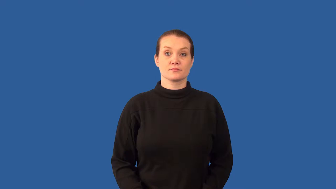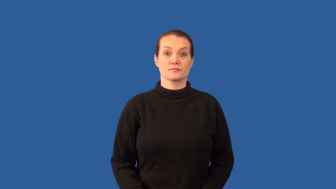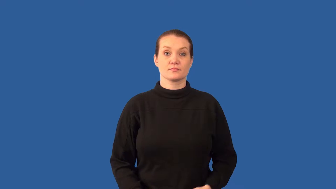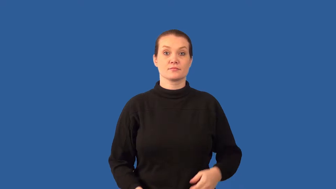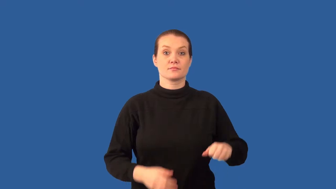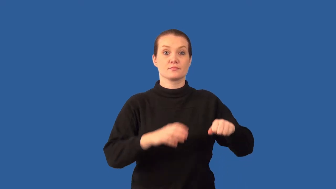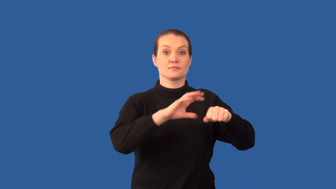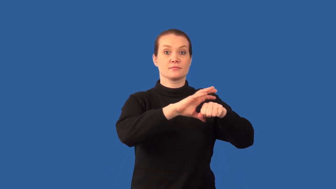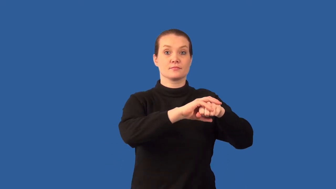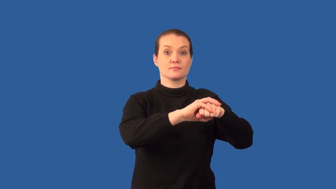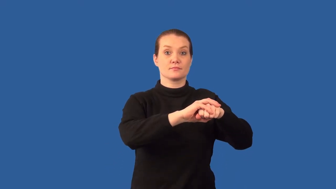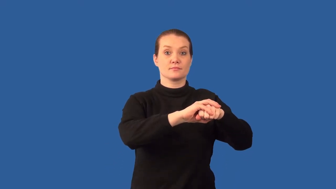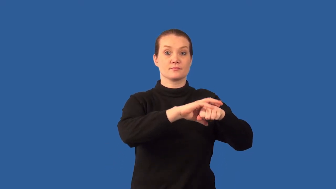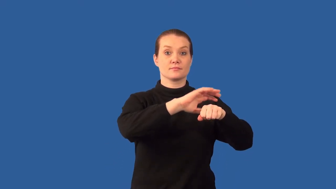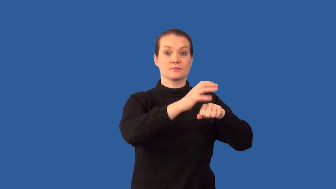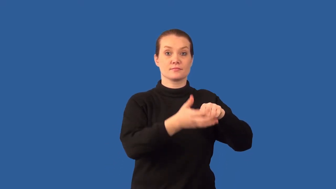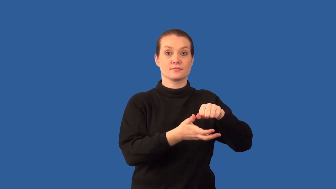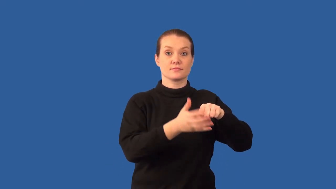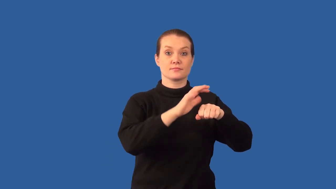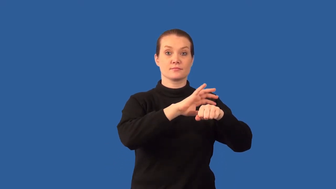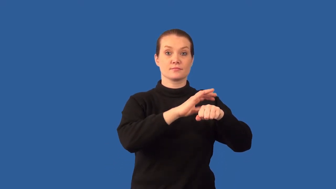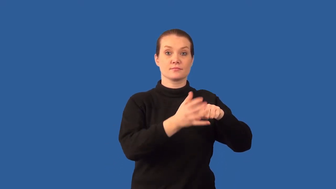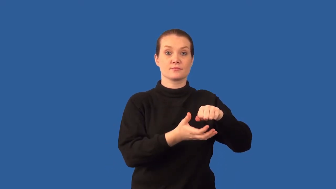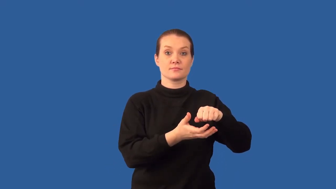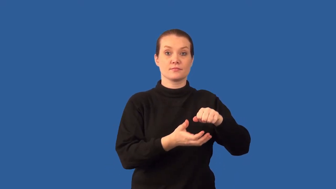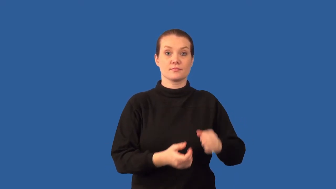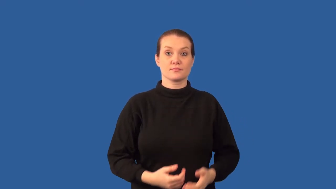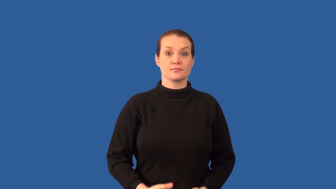electron cloud